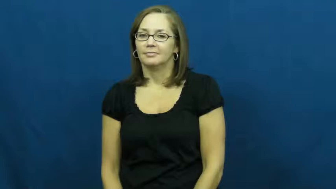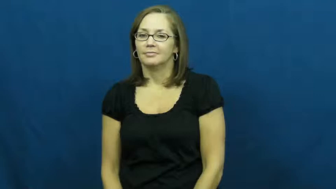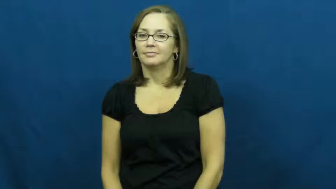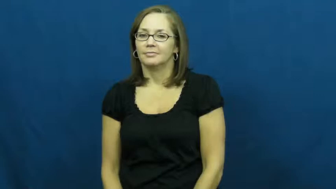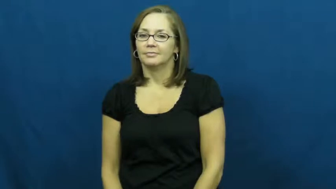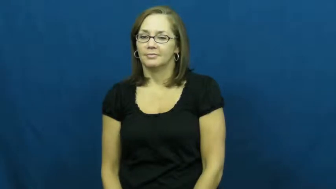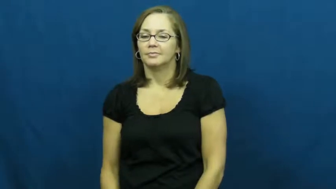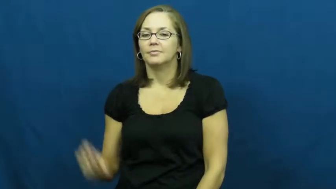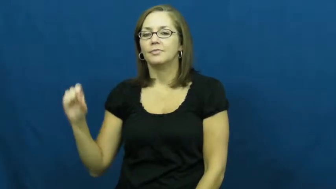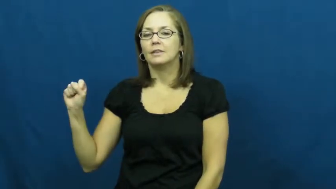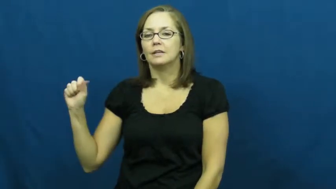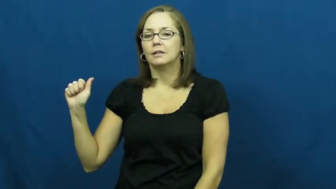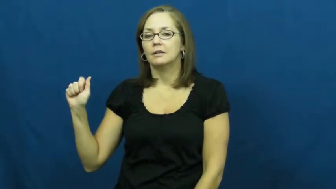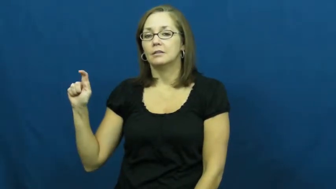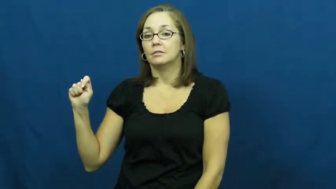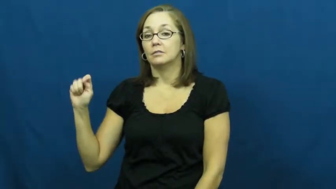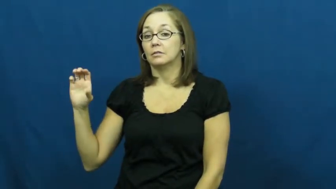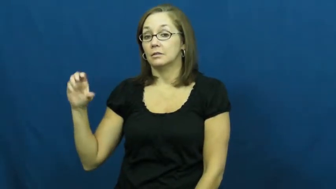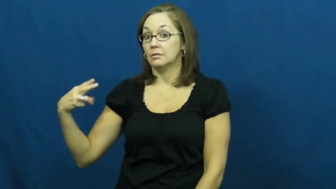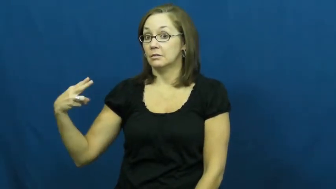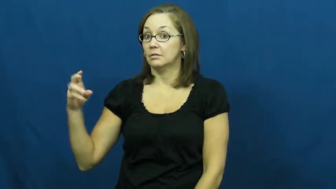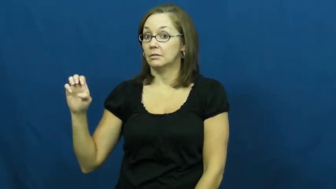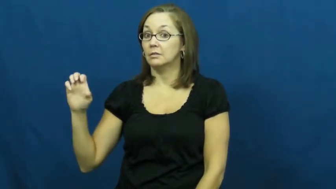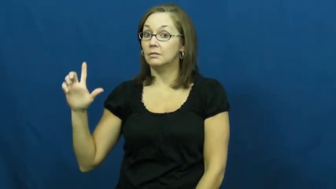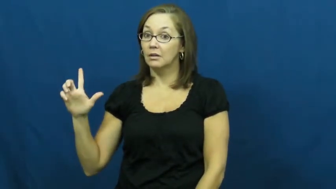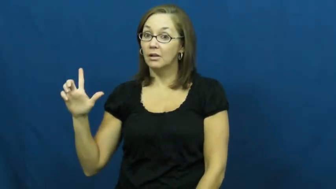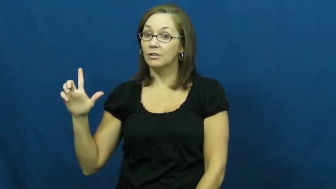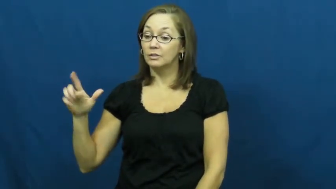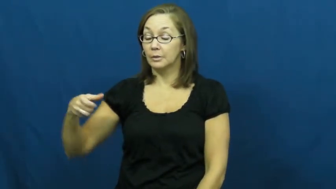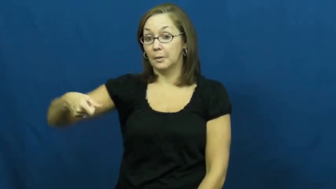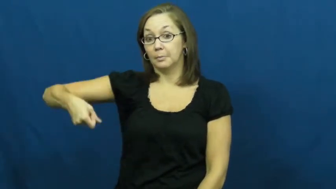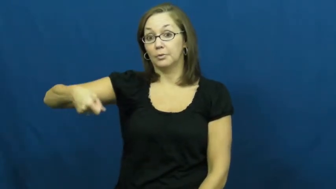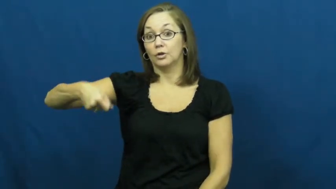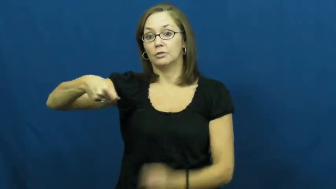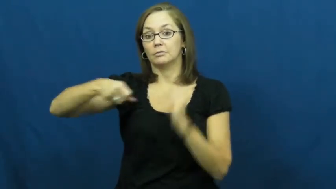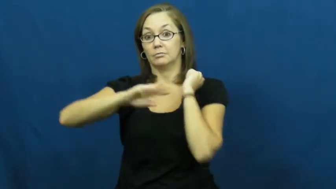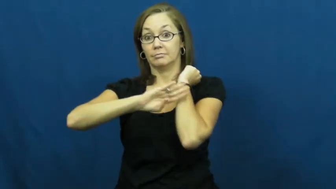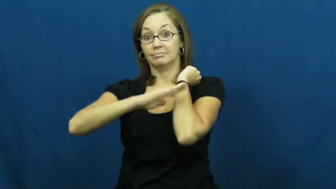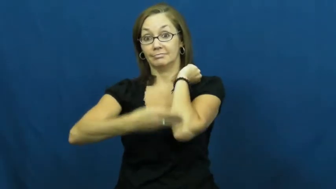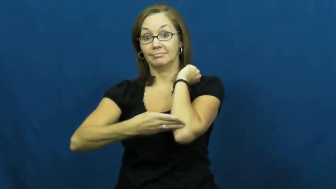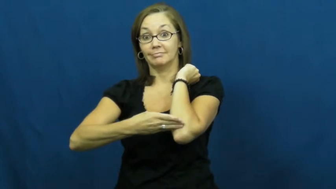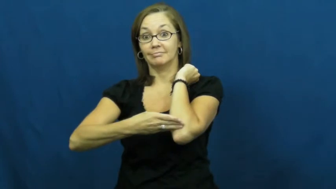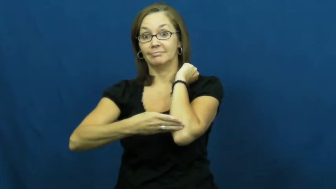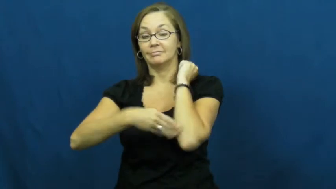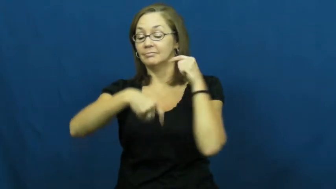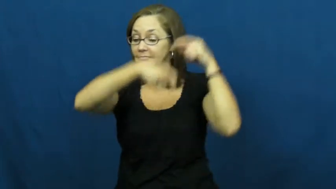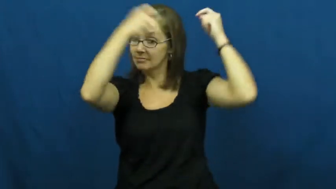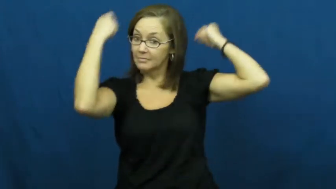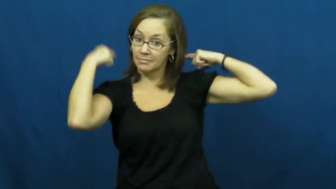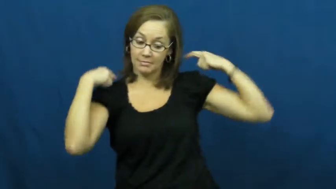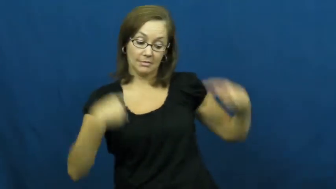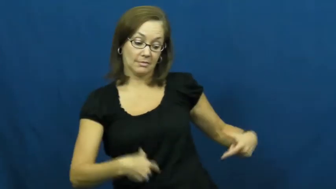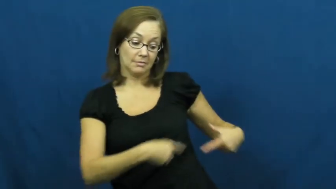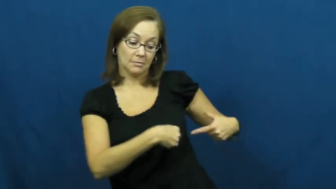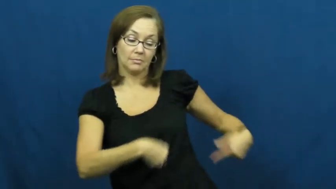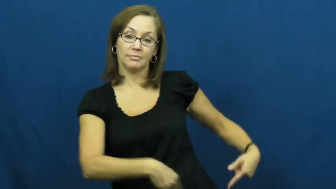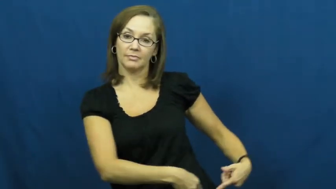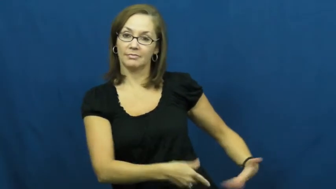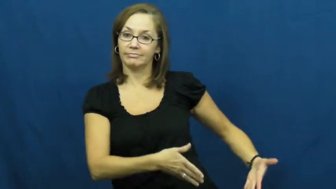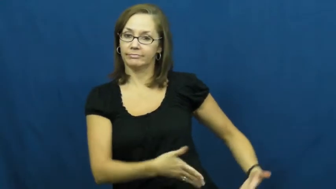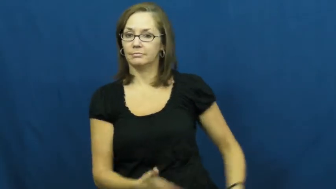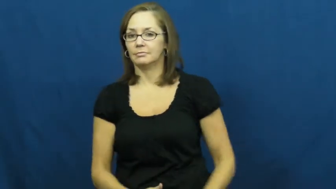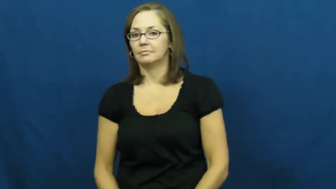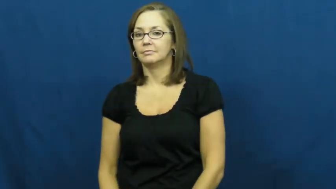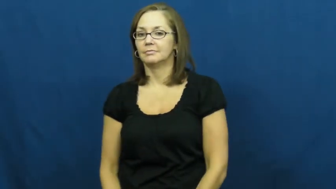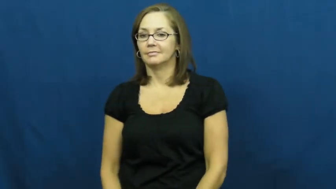satchel